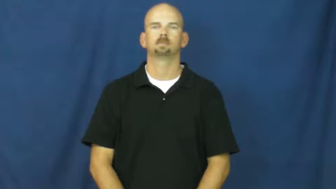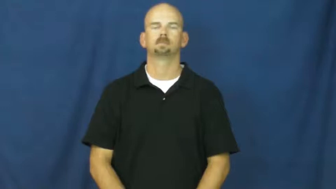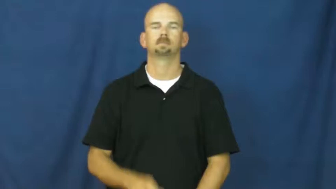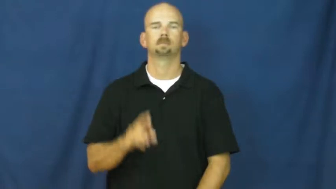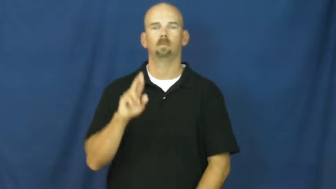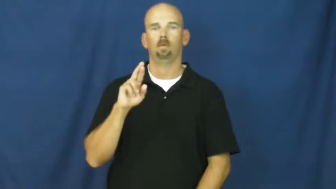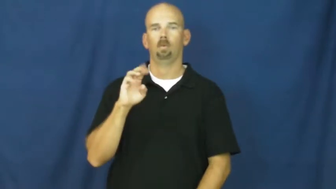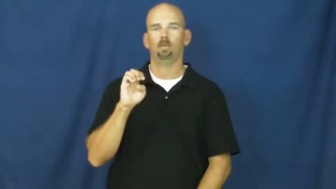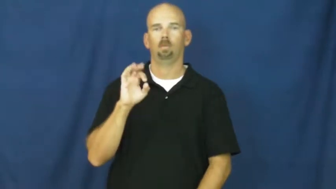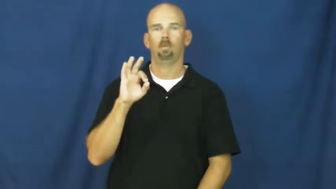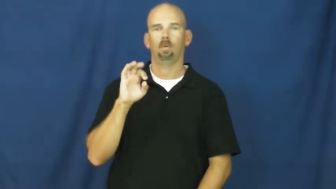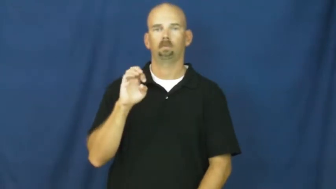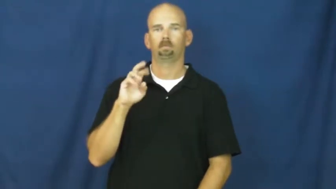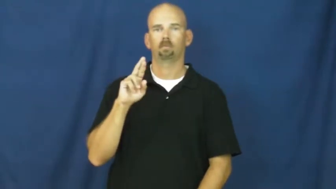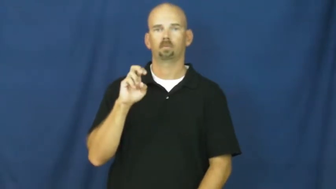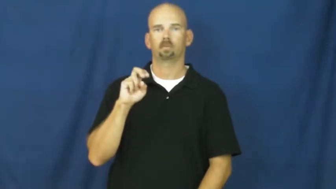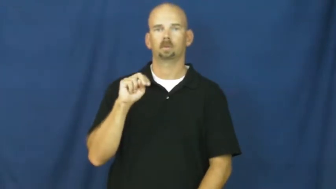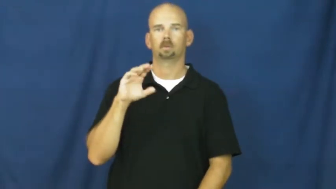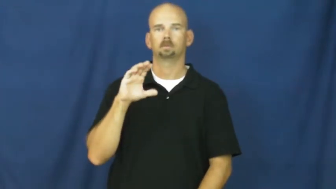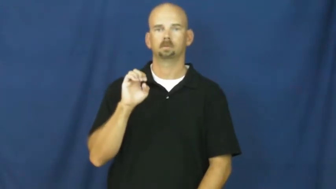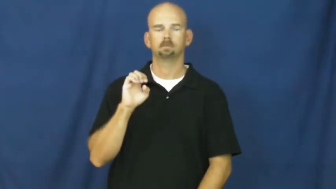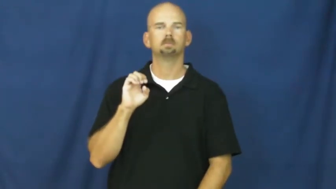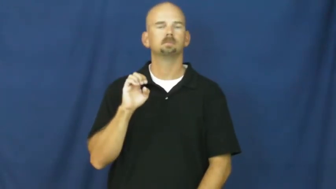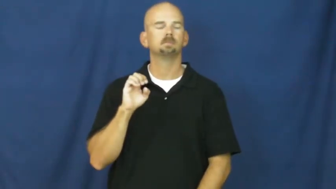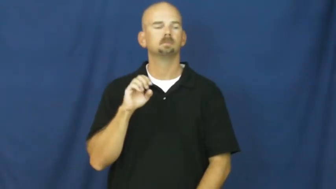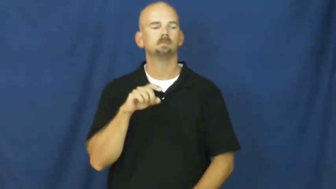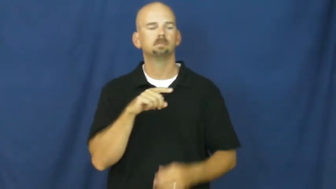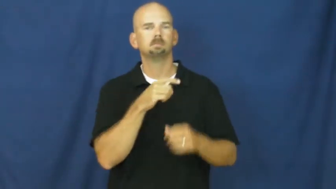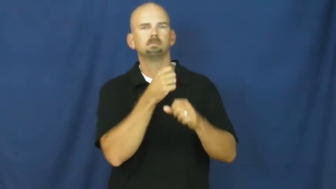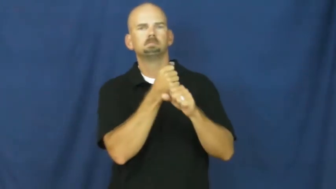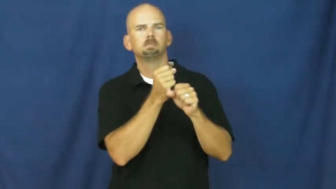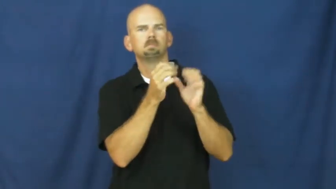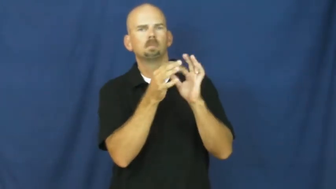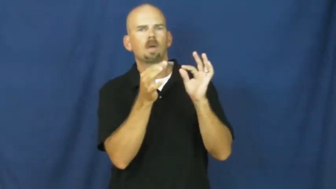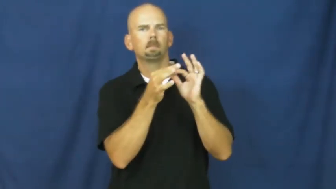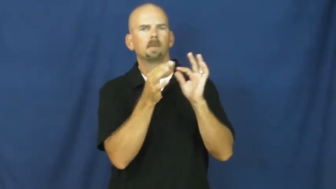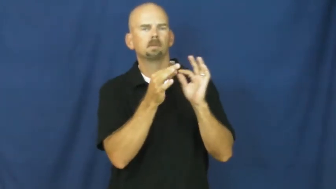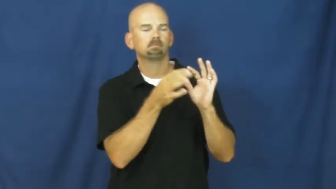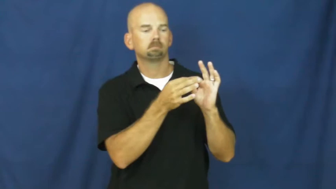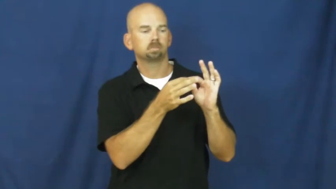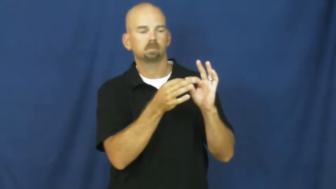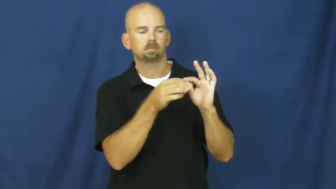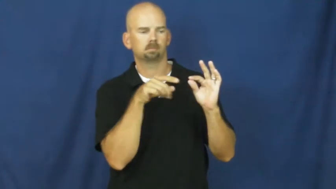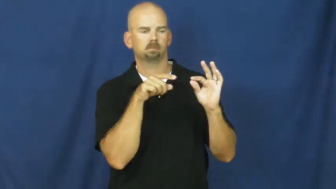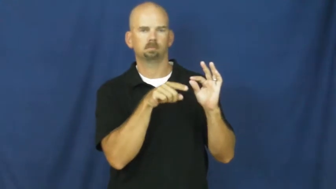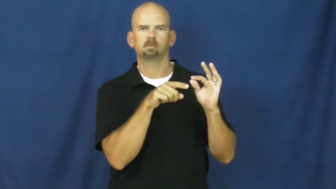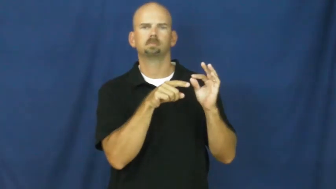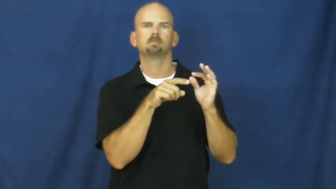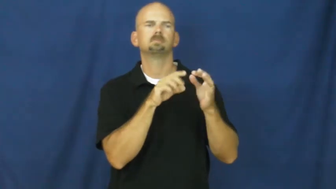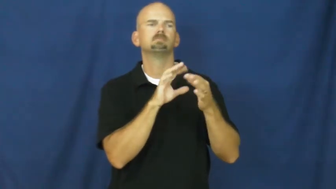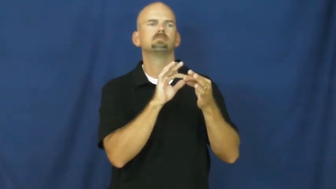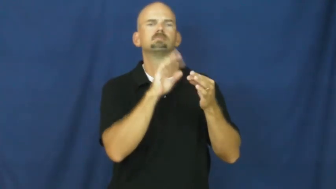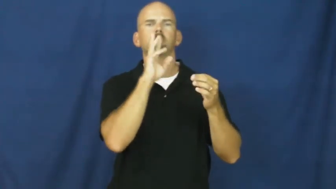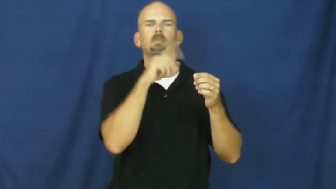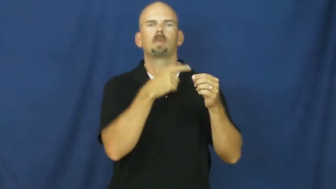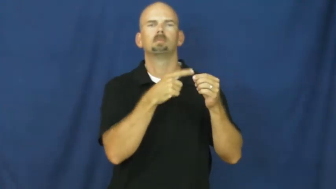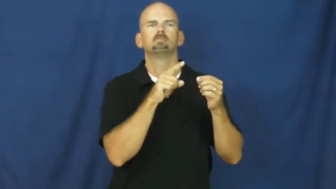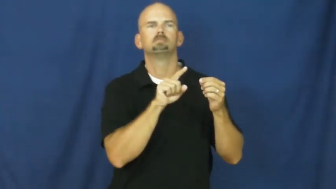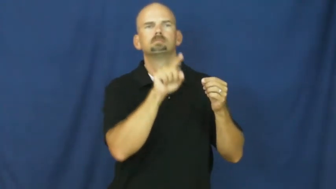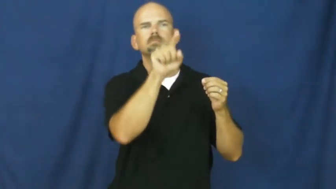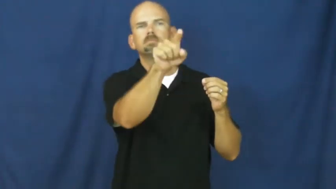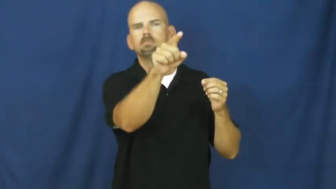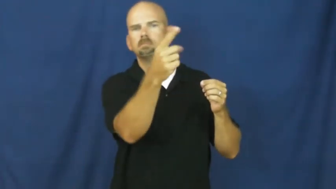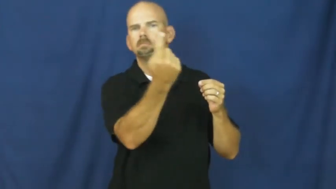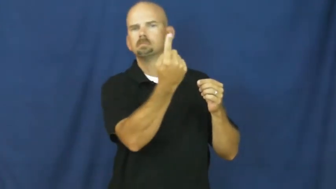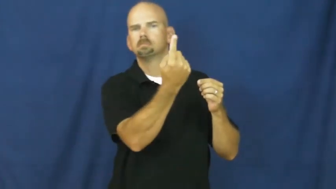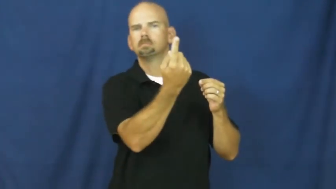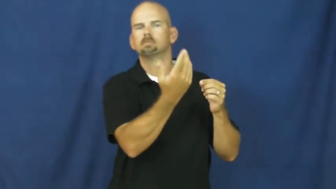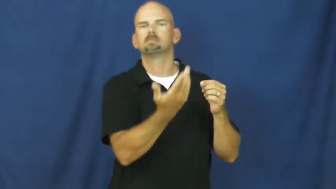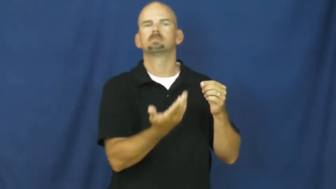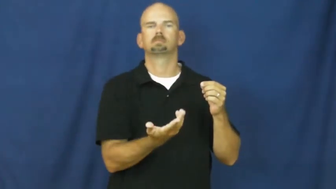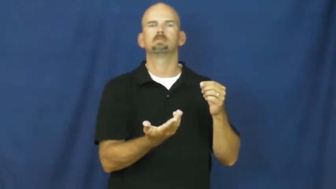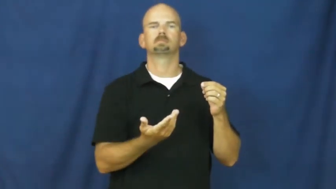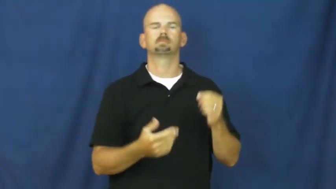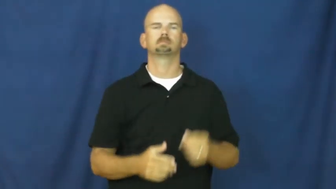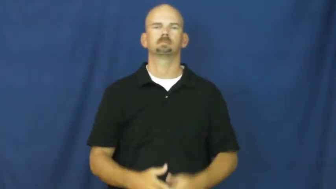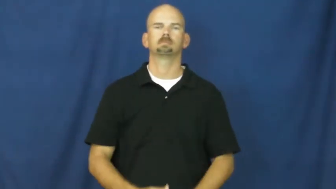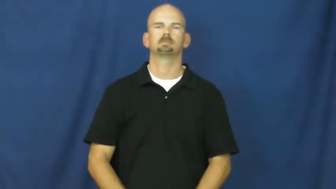reference-mention